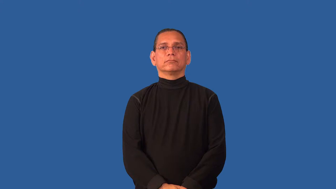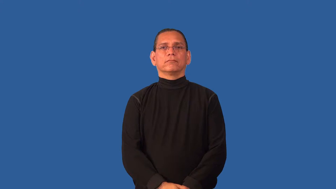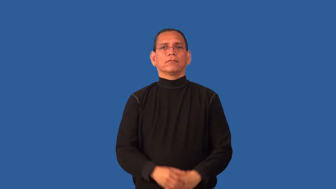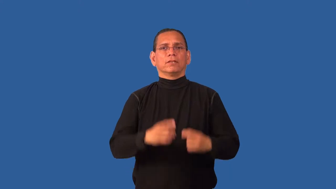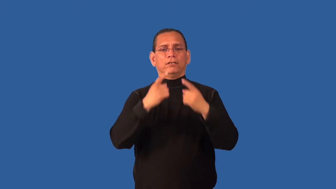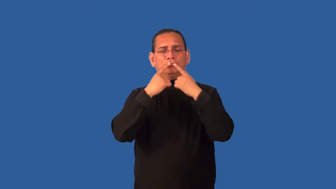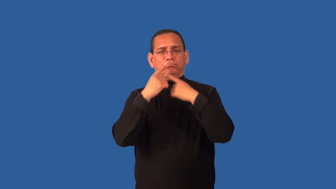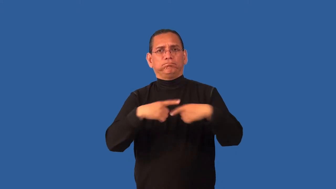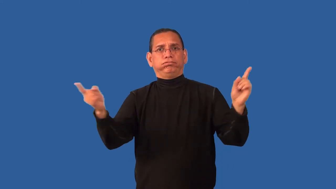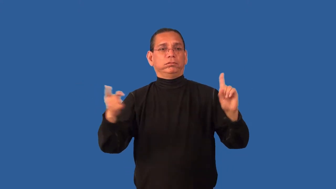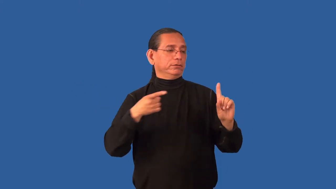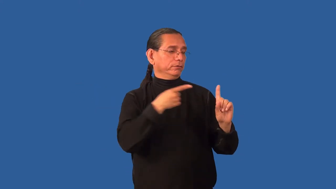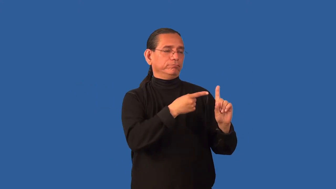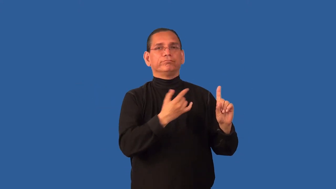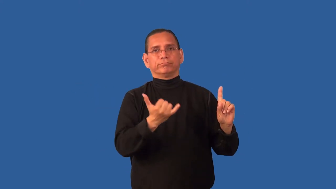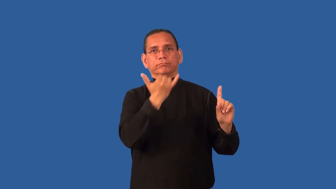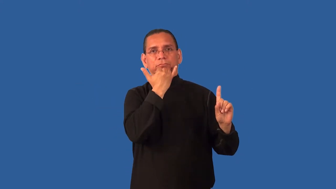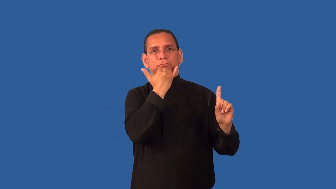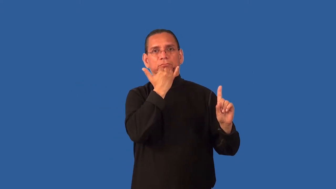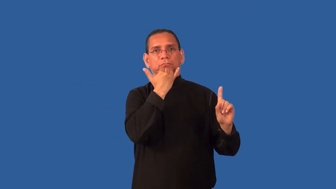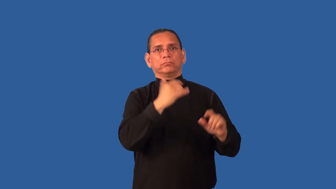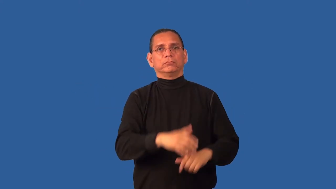condemn-person